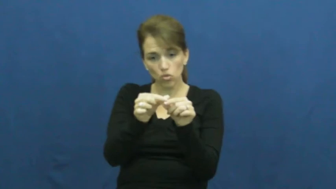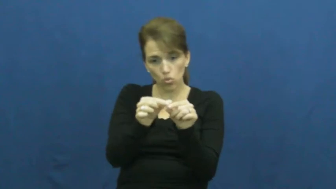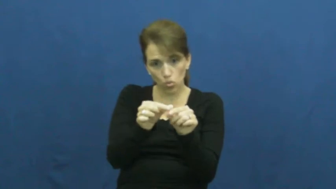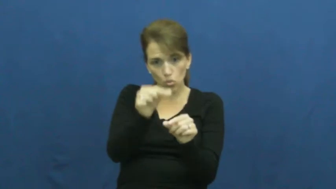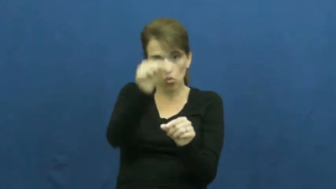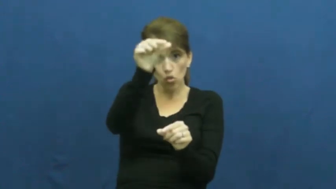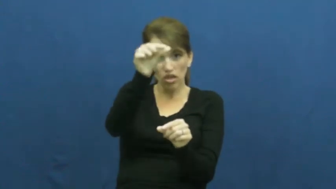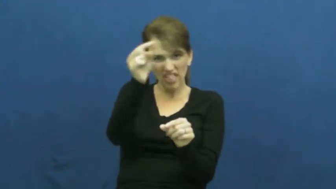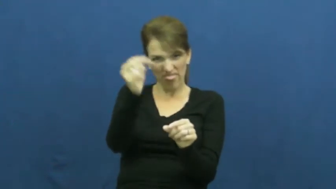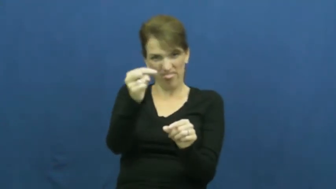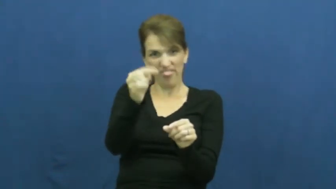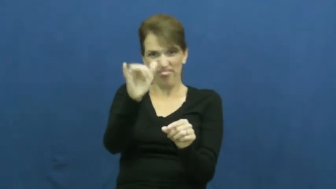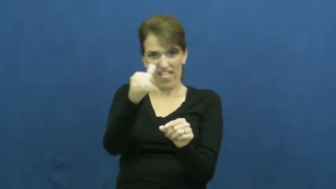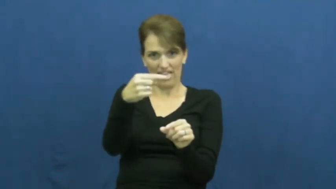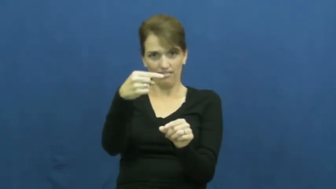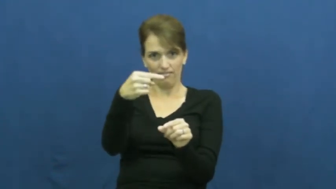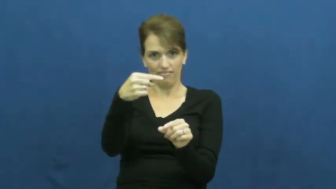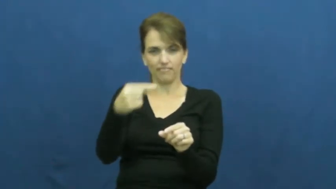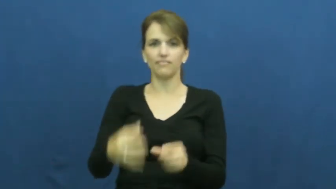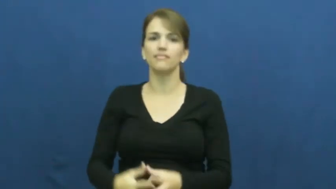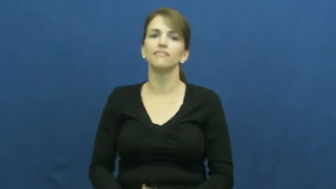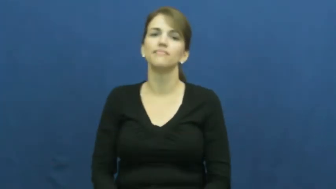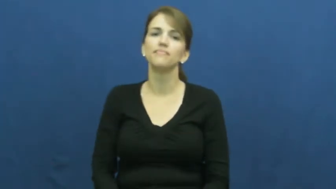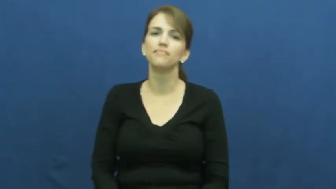stem-plant,glass